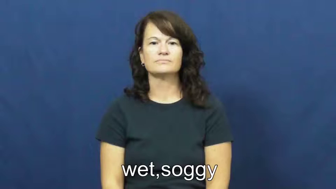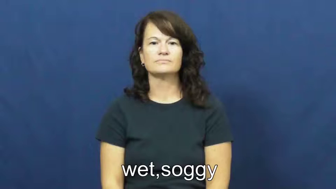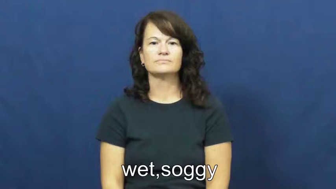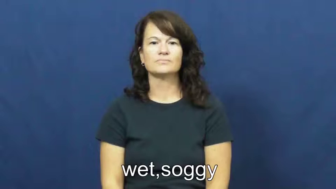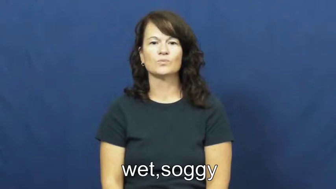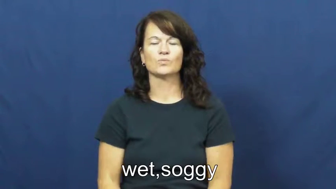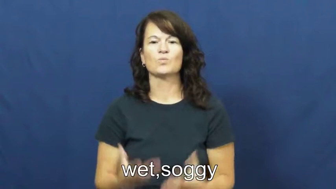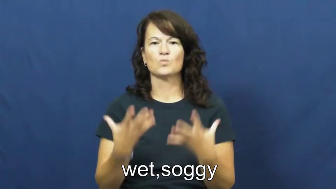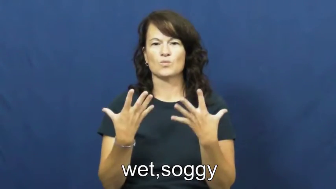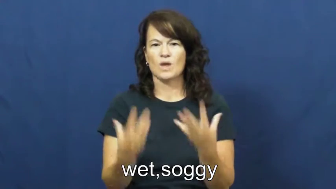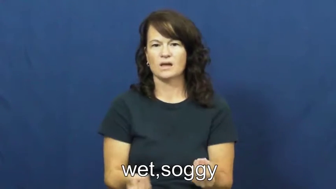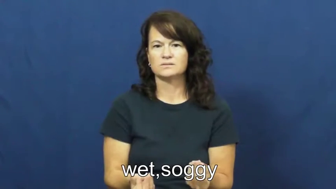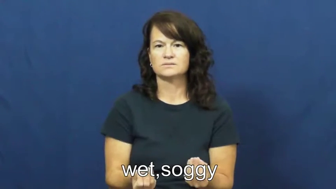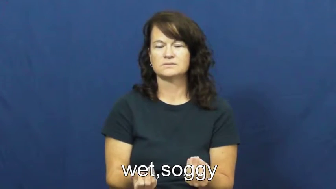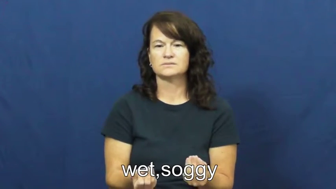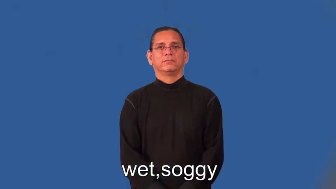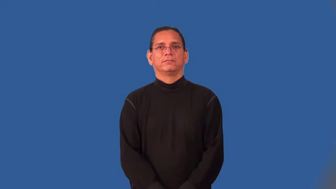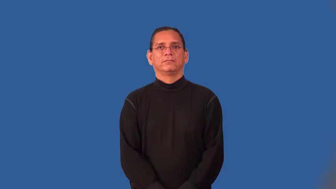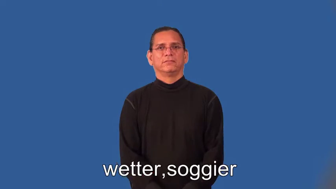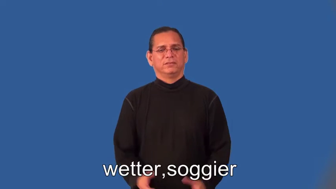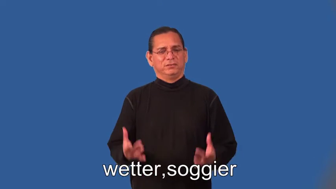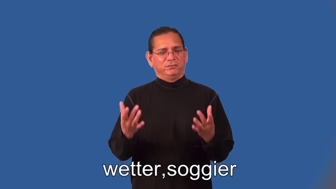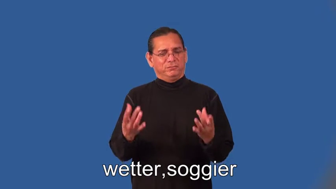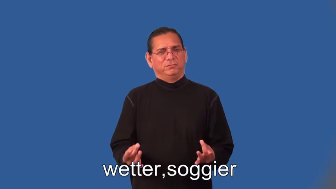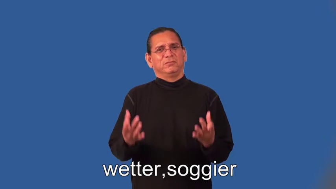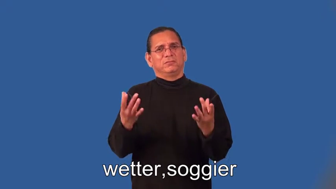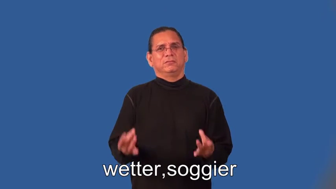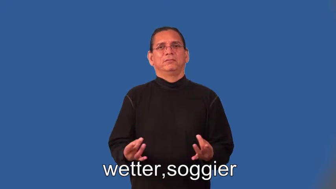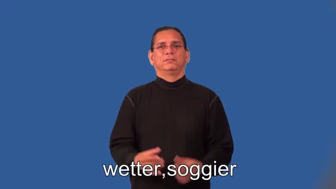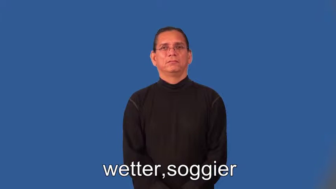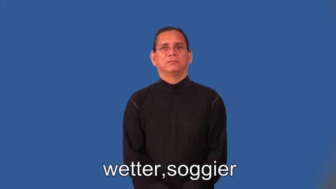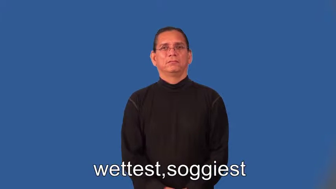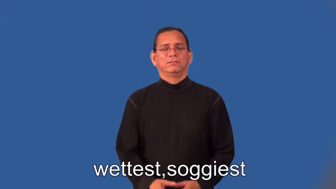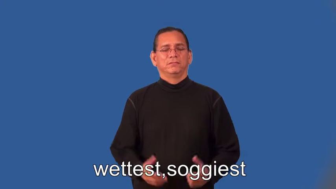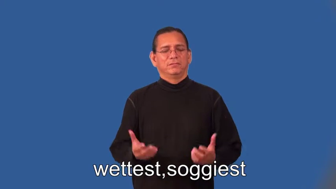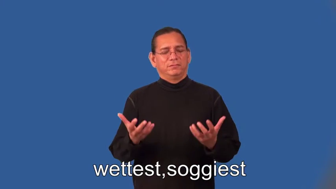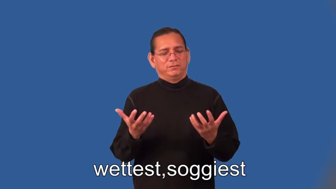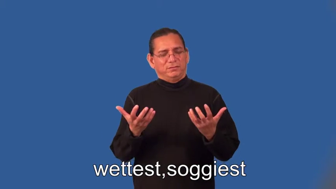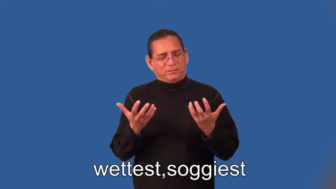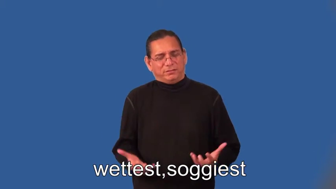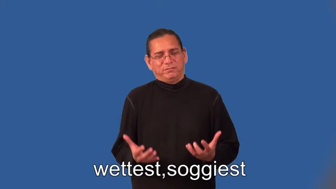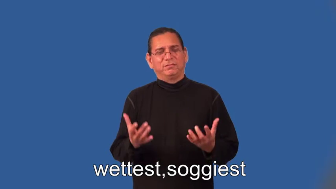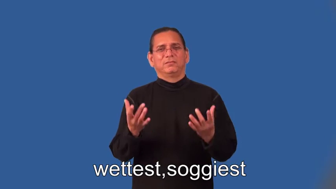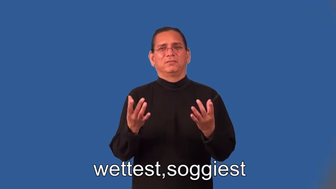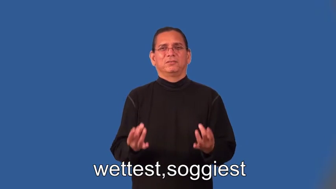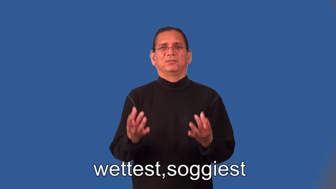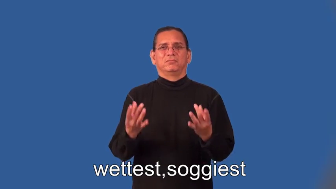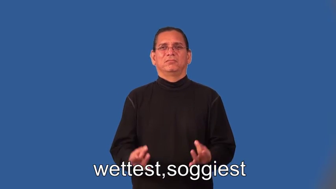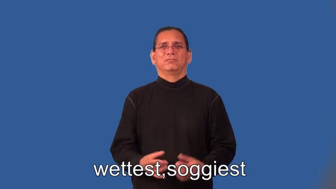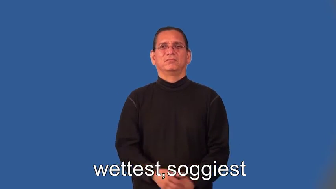wetter,soggier,wettest,soggiest